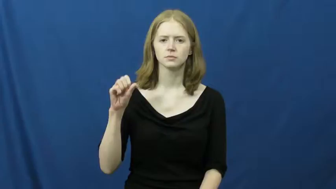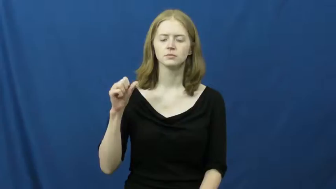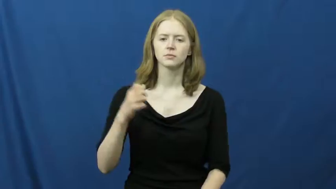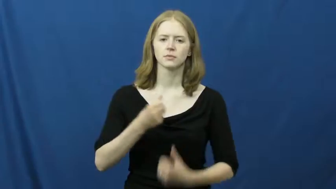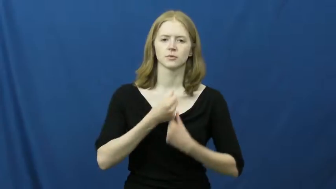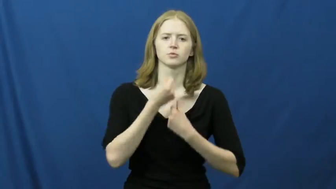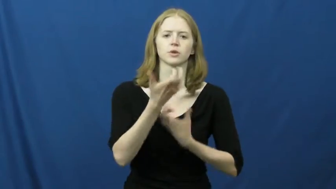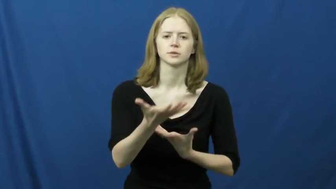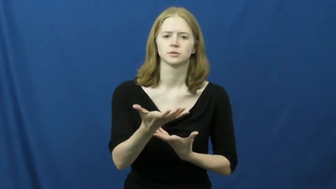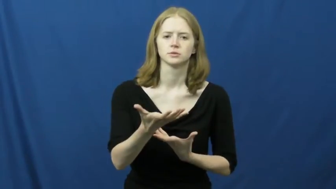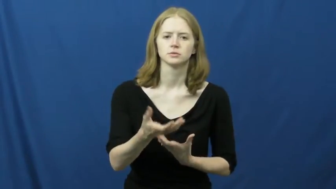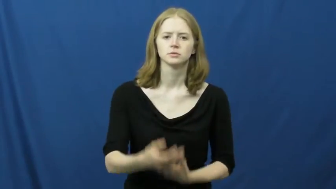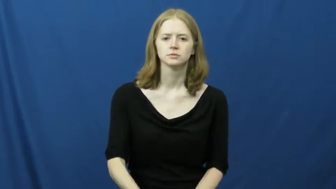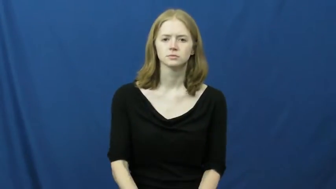express,bare,emote,evince,lyricism,offer,openness,openhearted,sound,extend